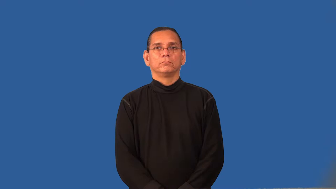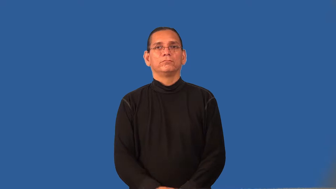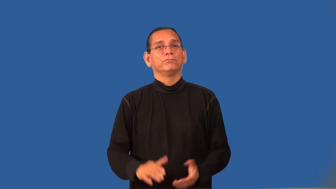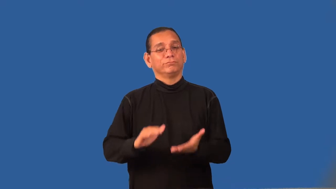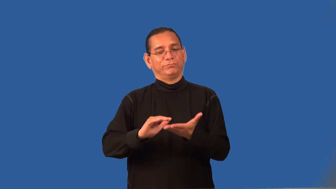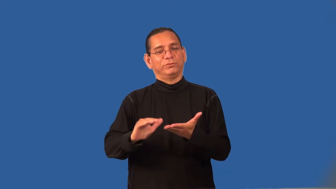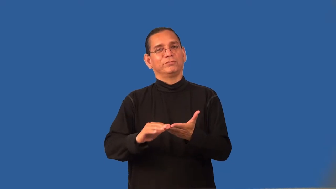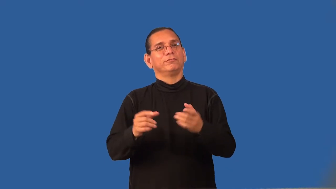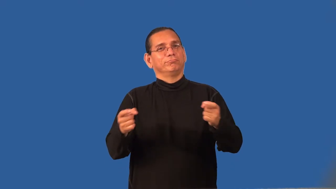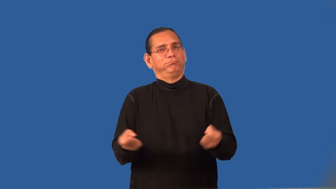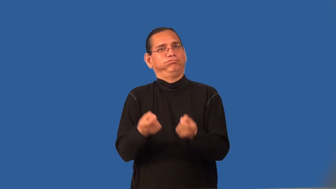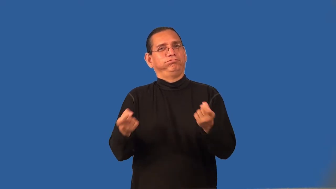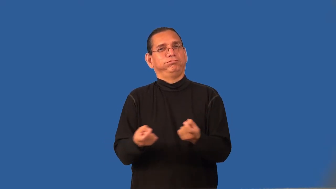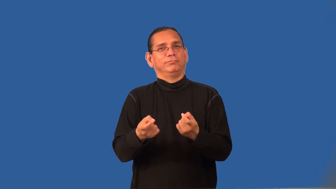redeem-get back in good graces